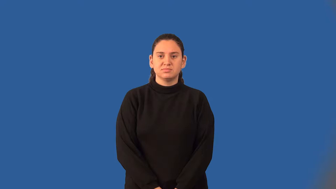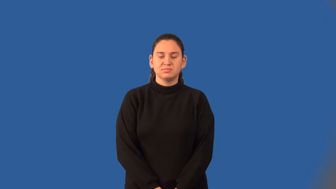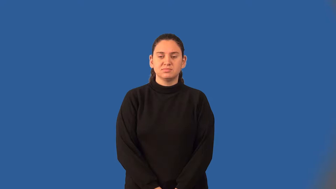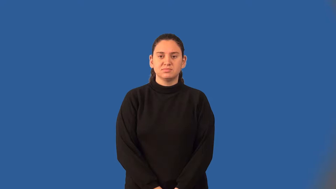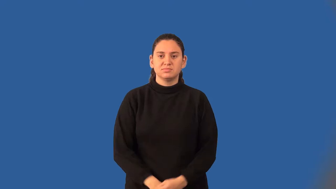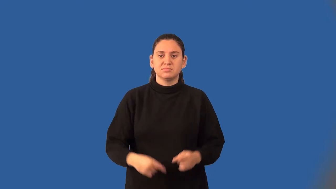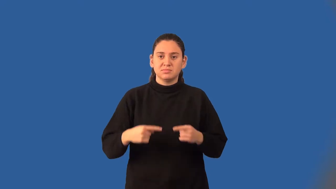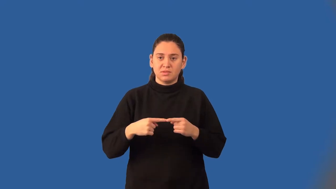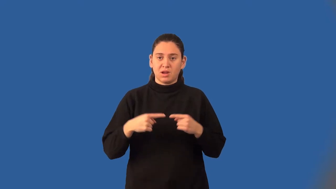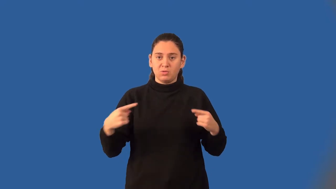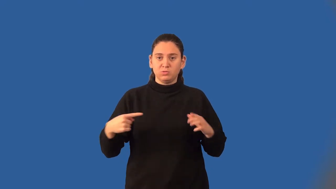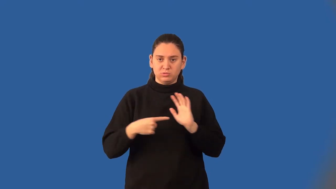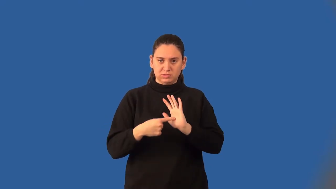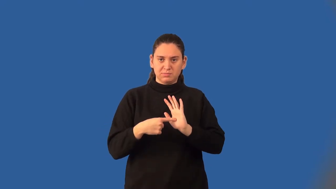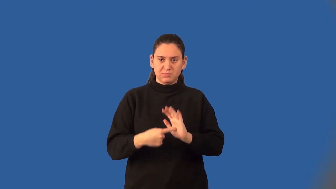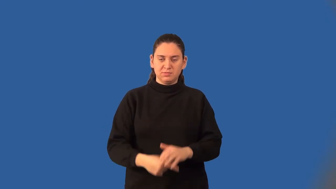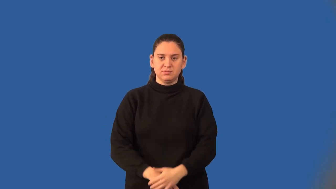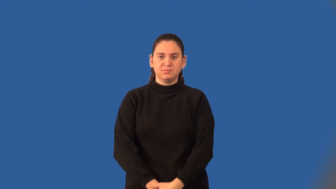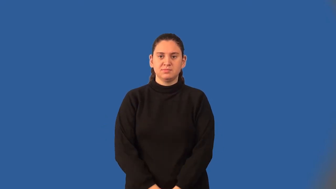counterexample